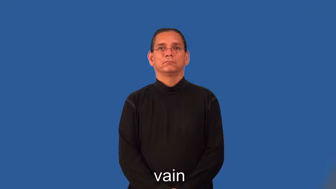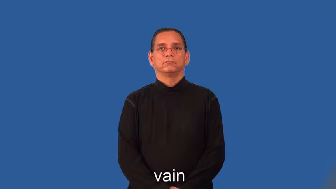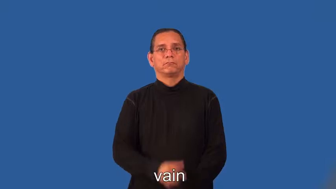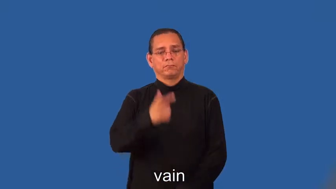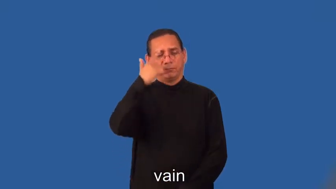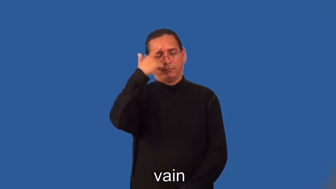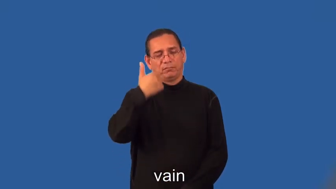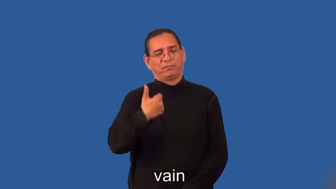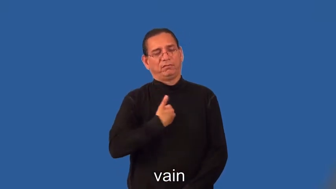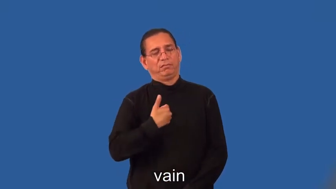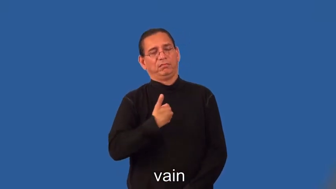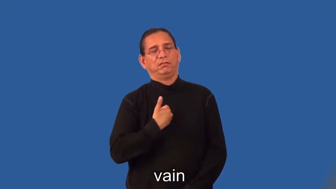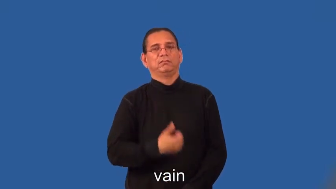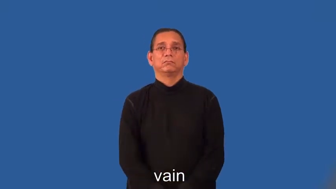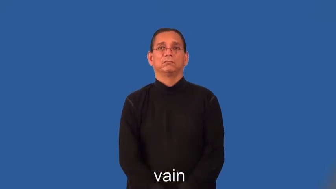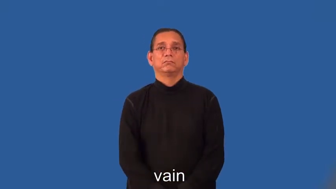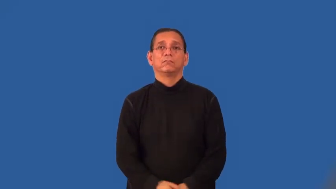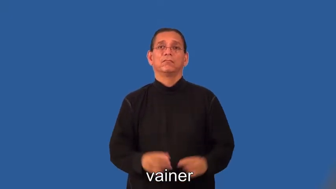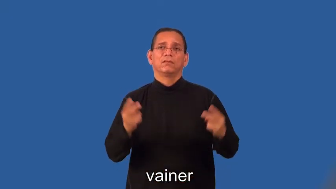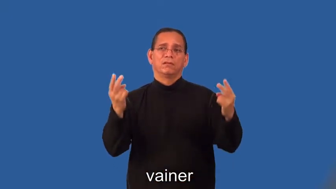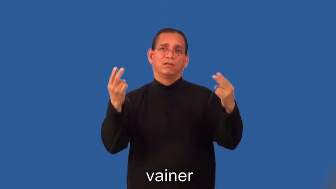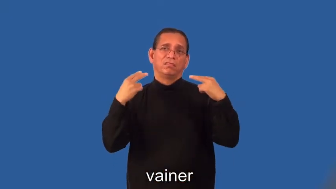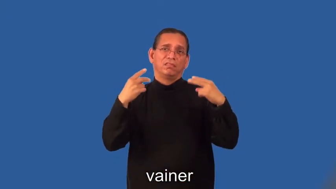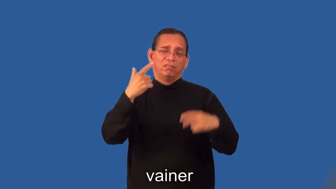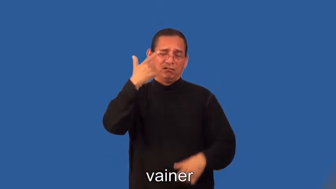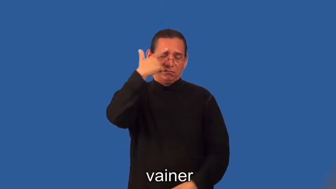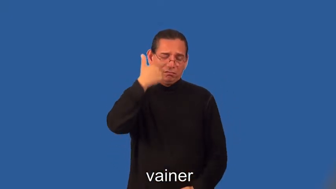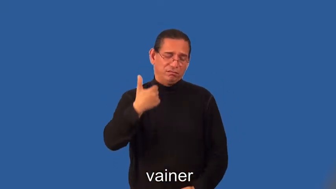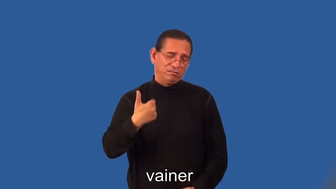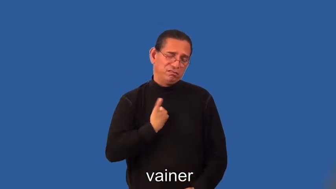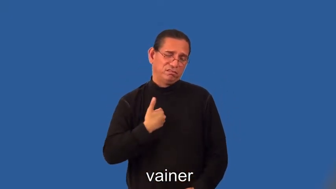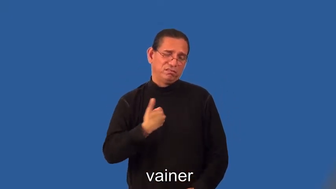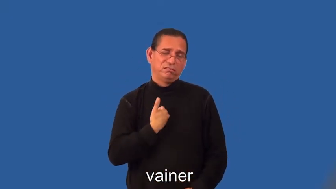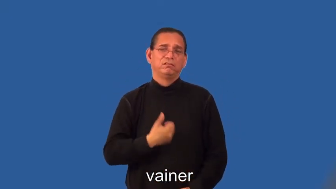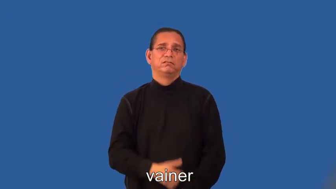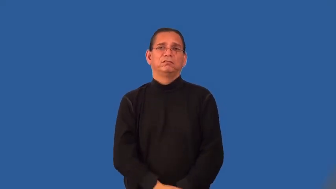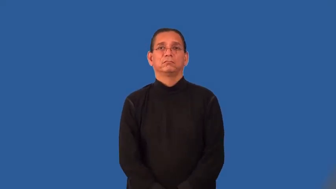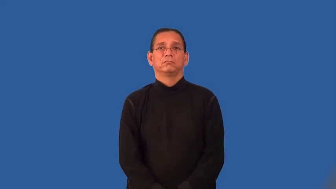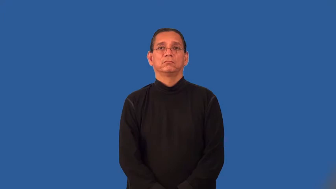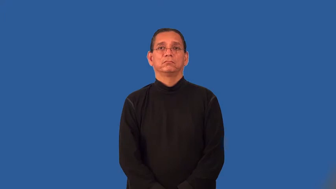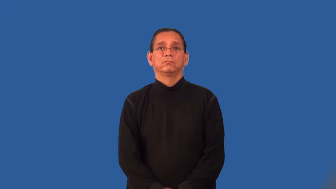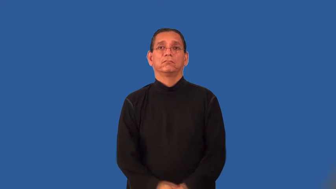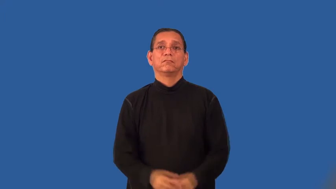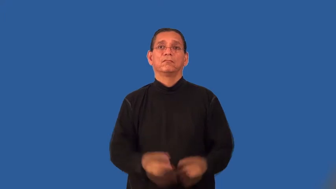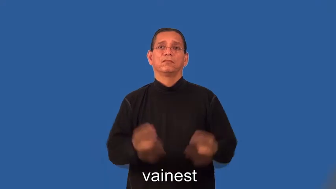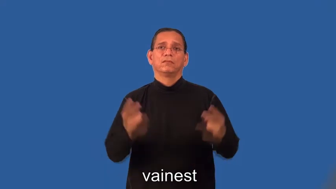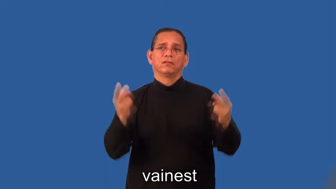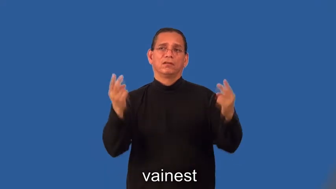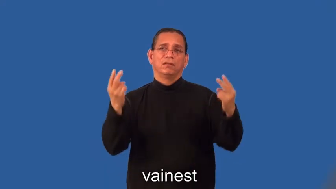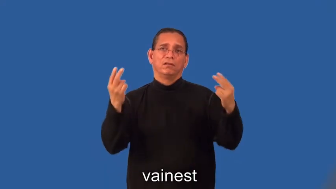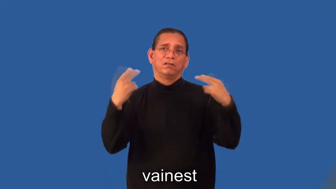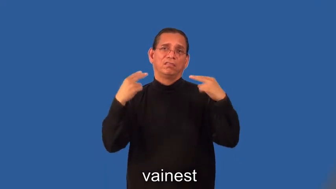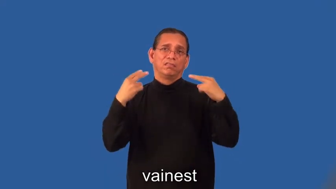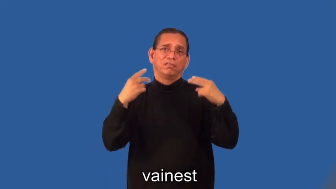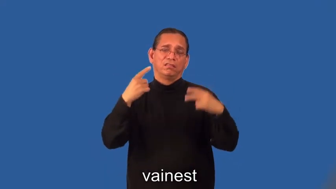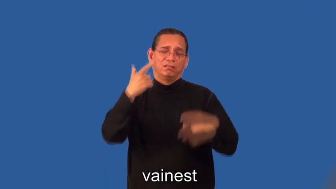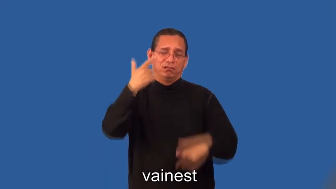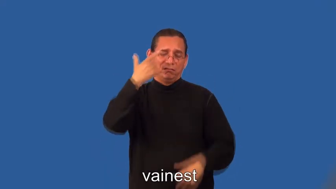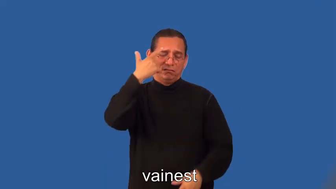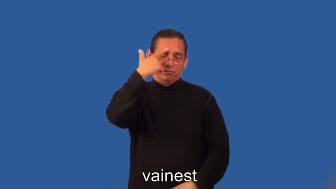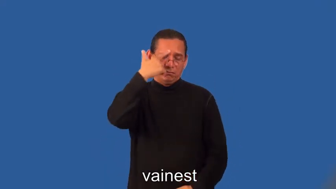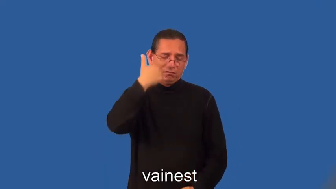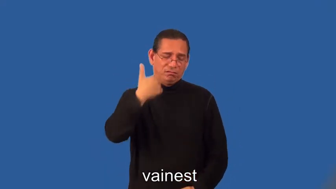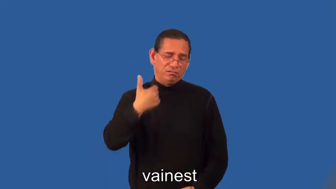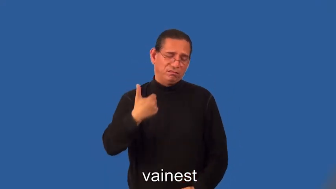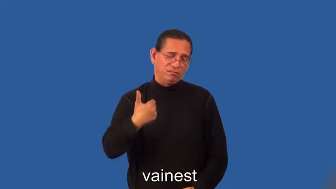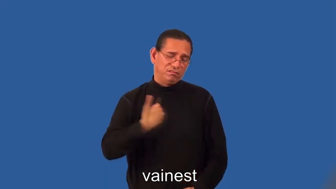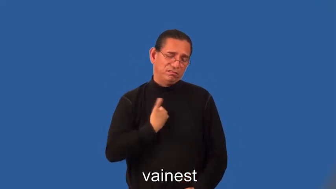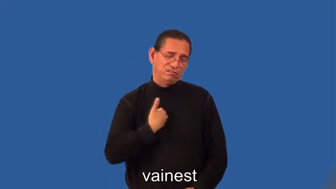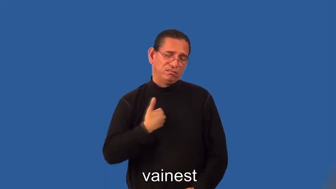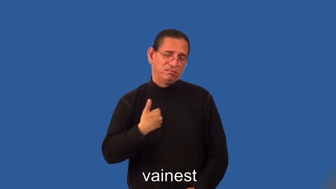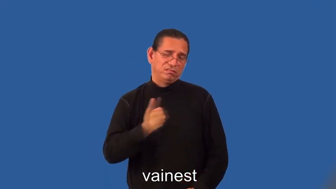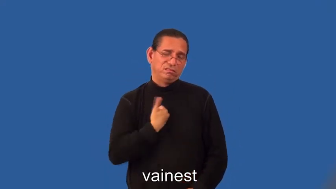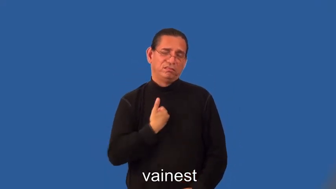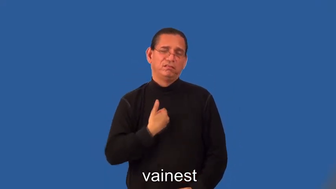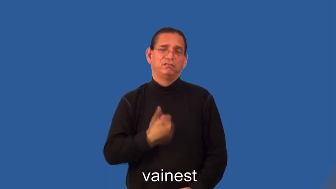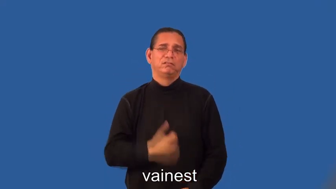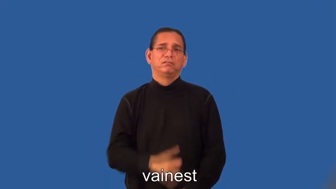vainer,vainest